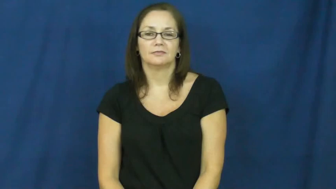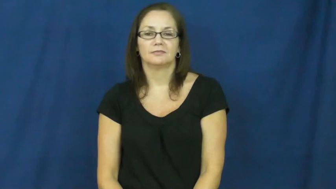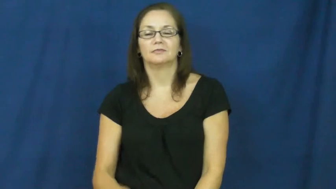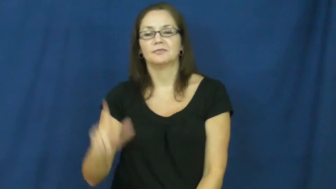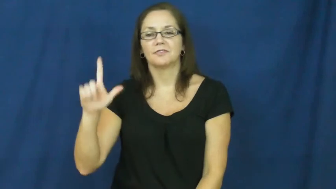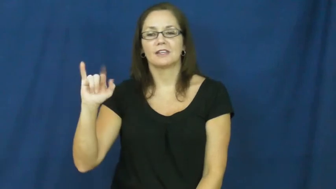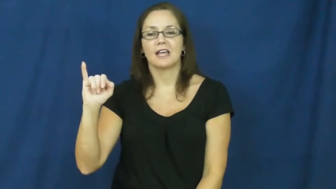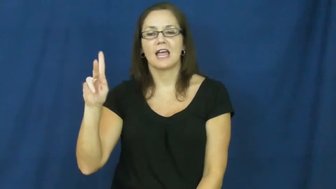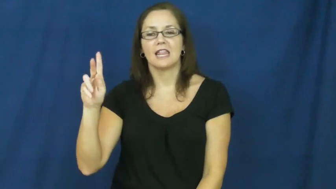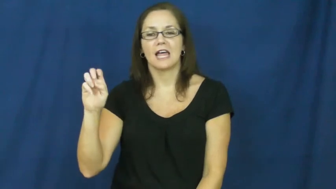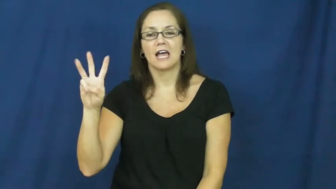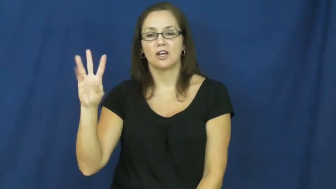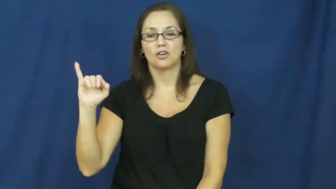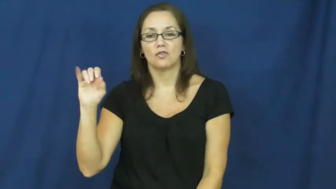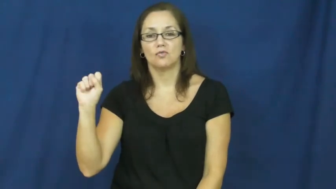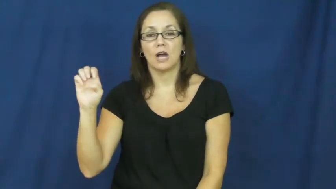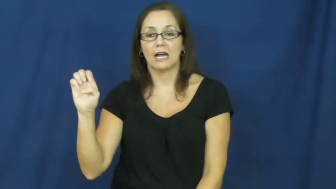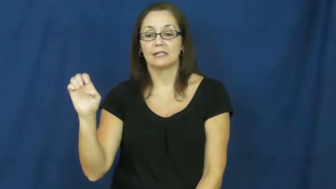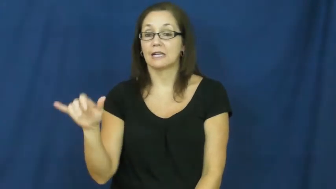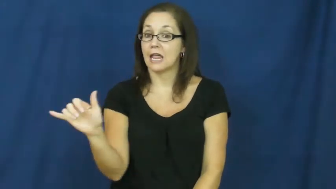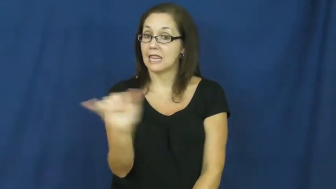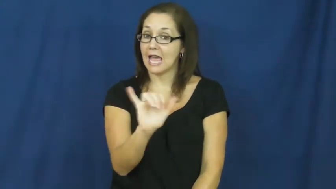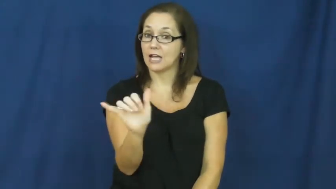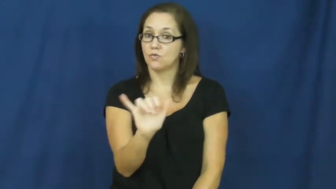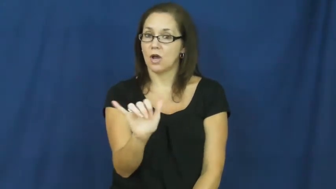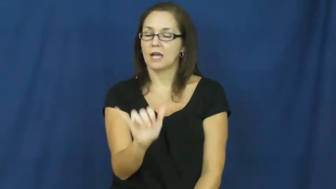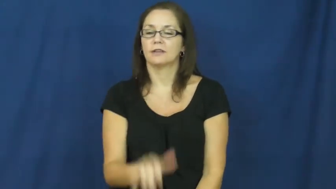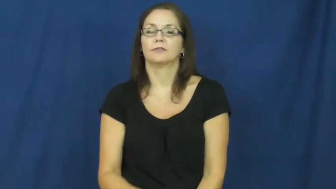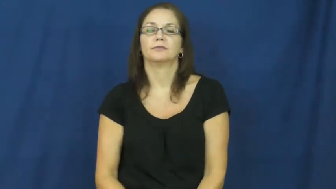likewise